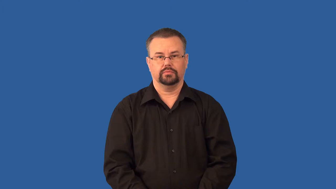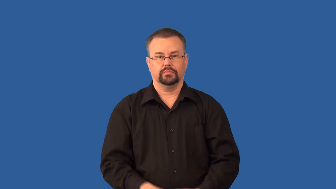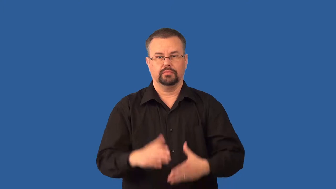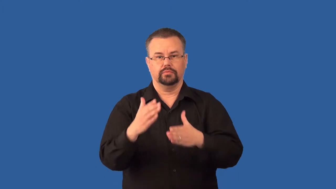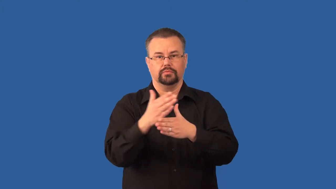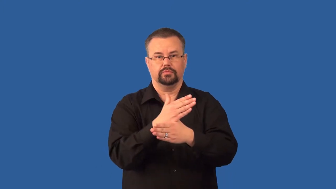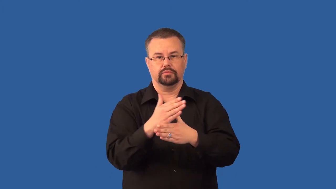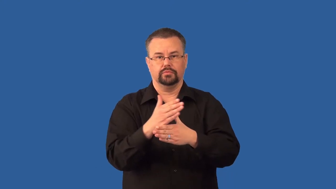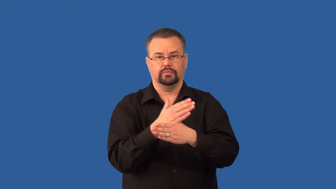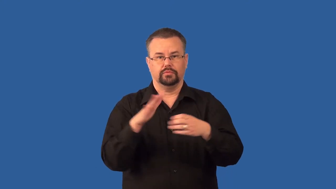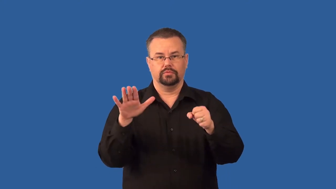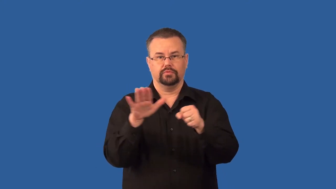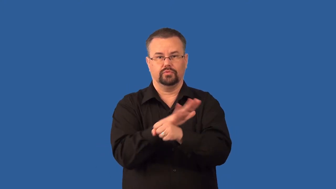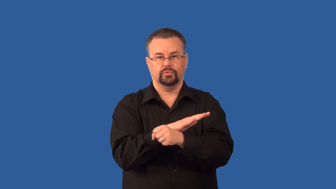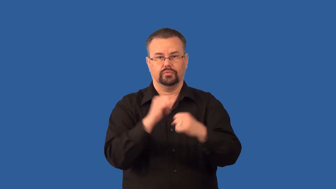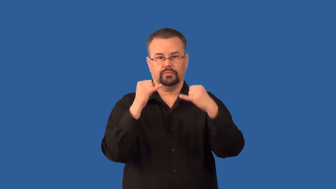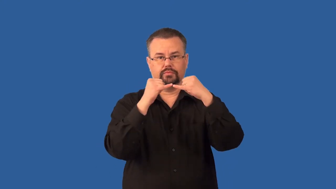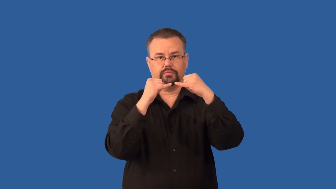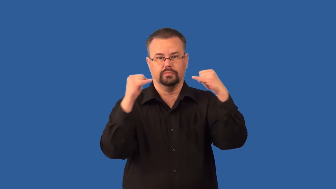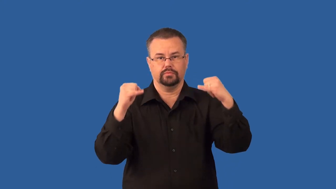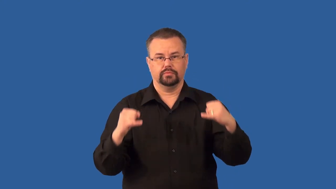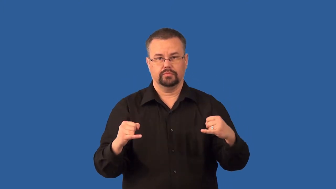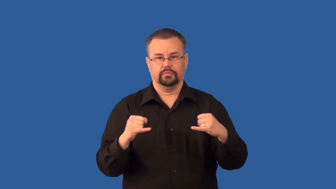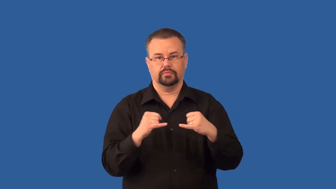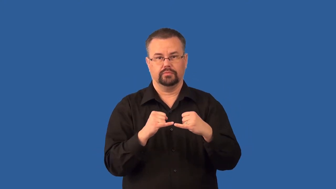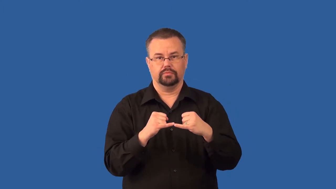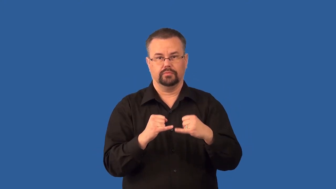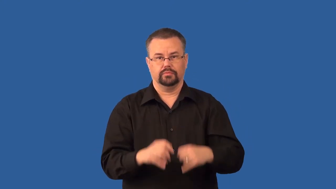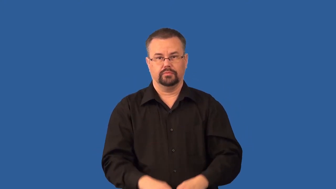series-circuit